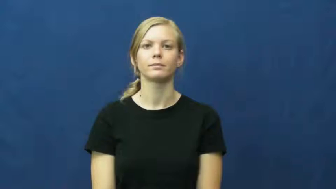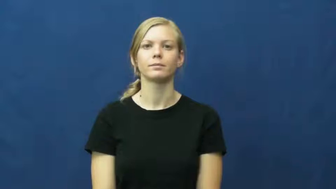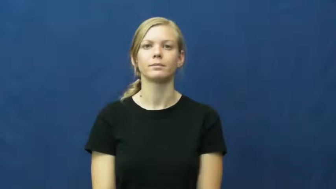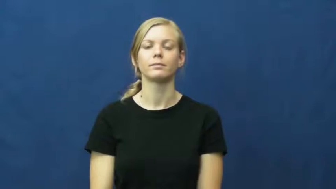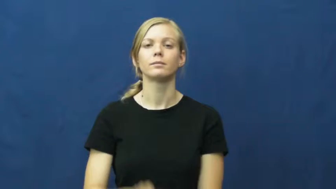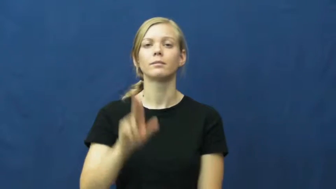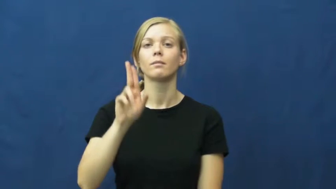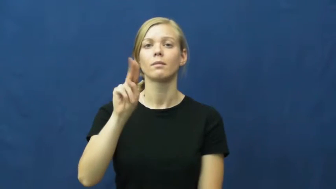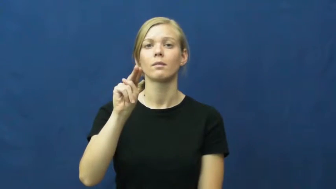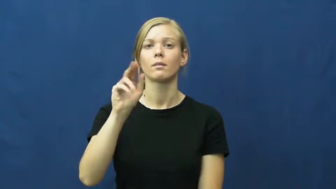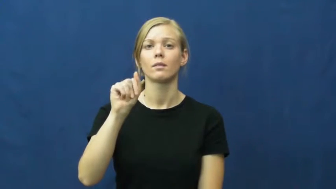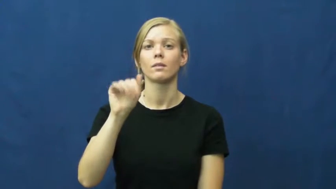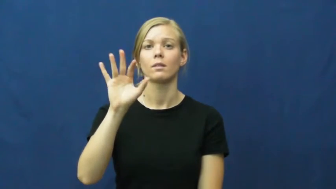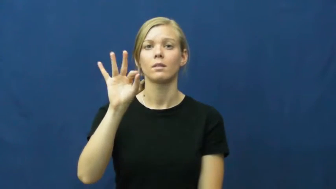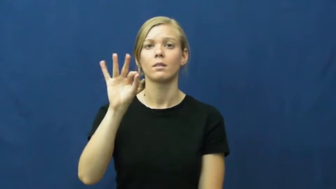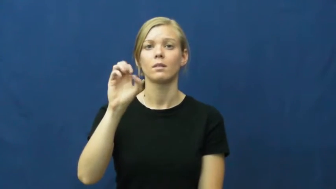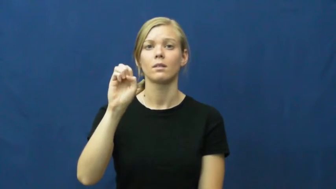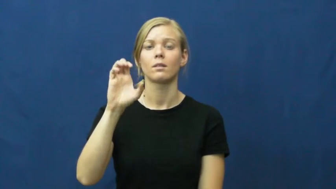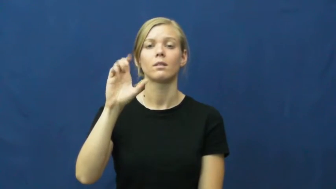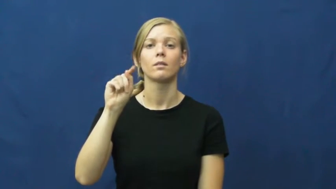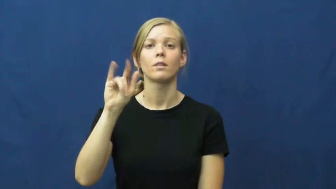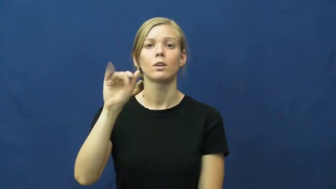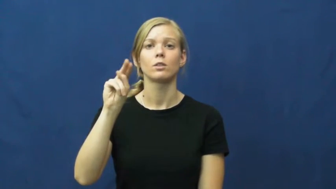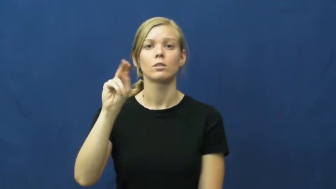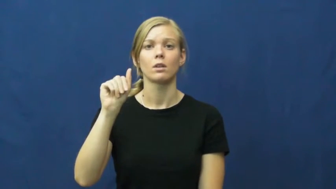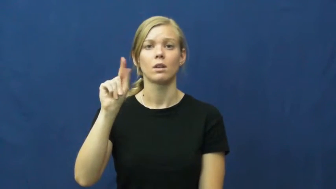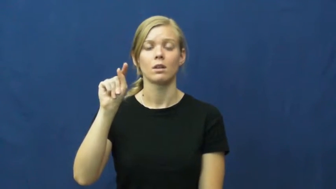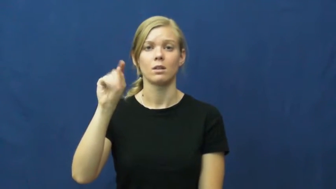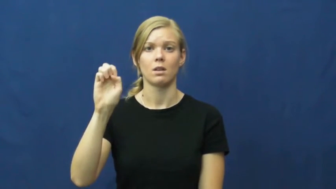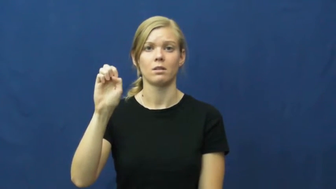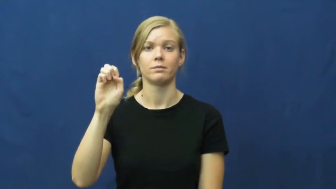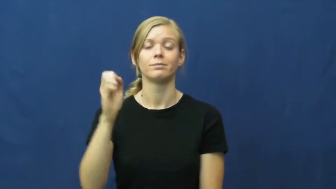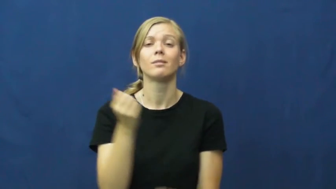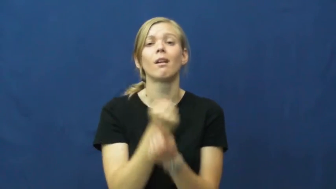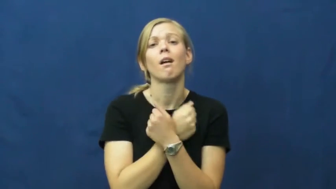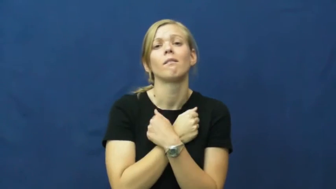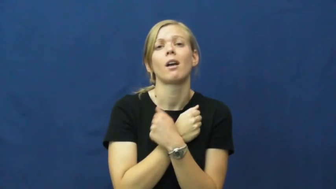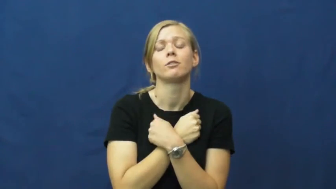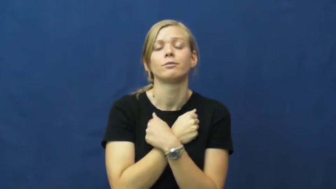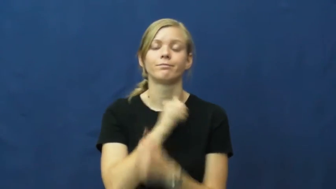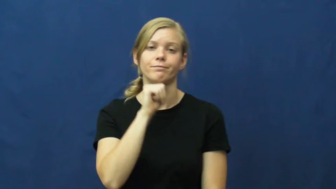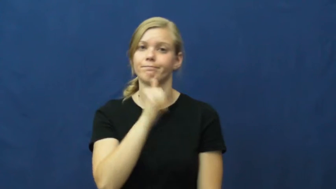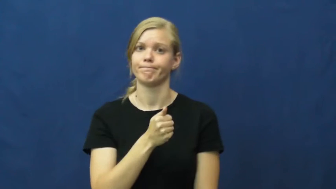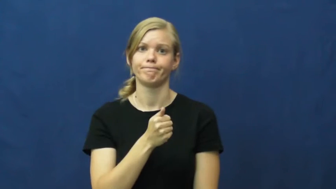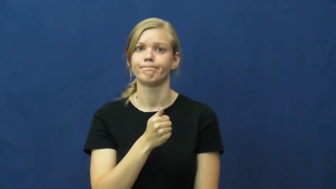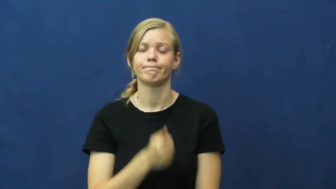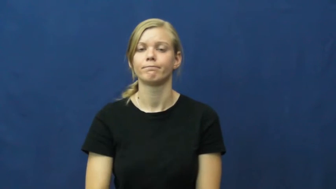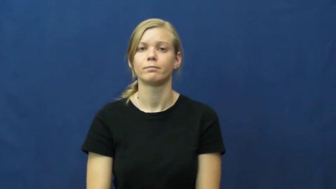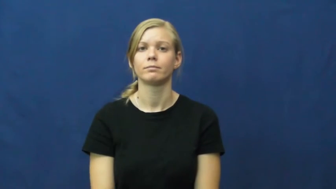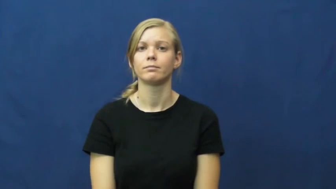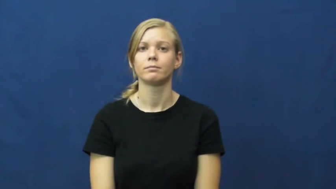unaffectionate